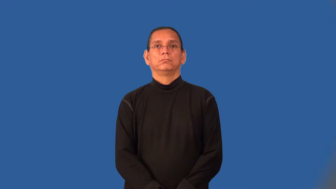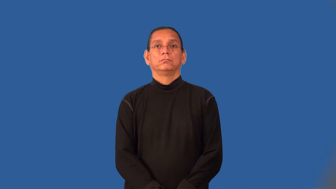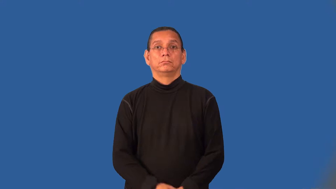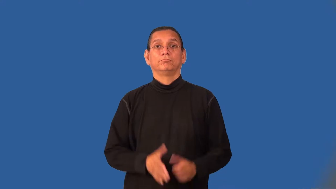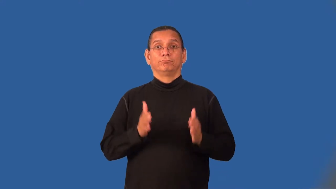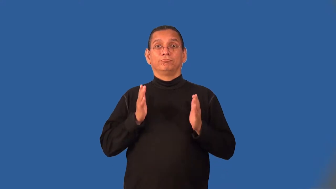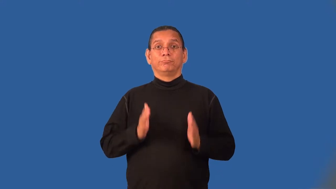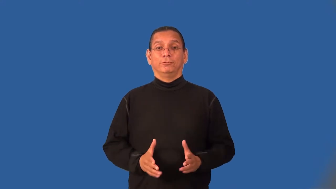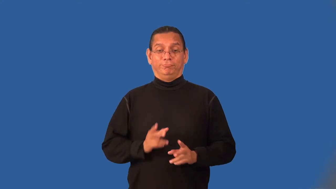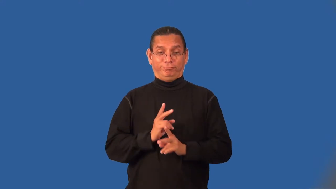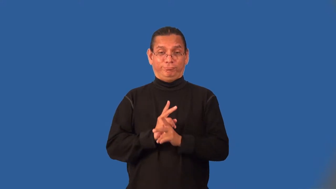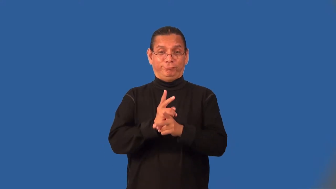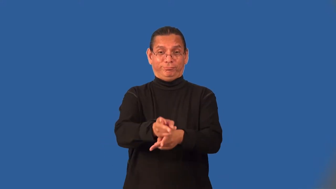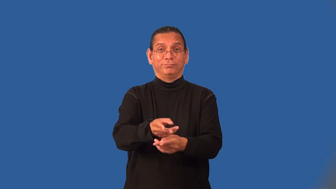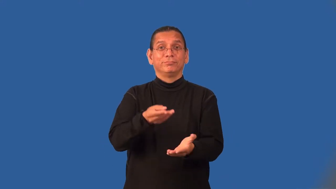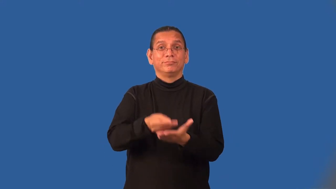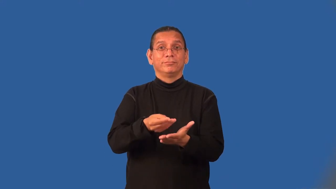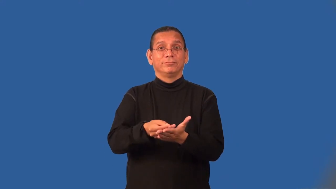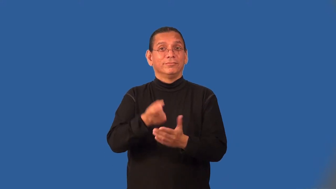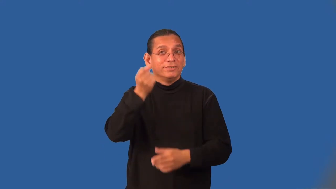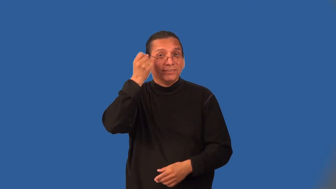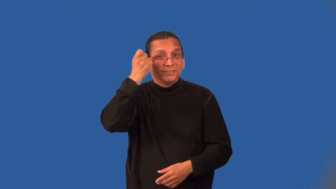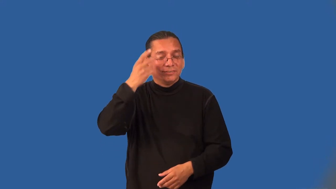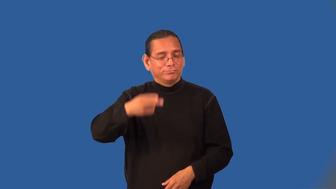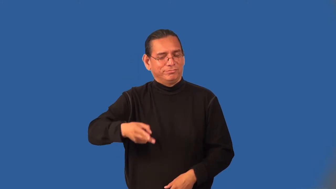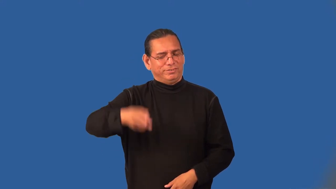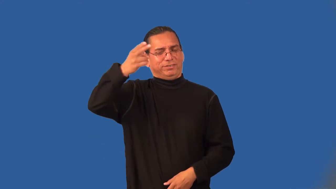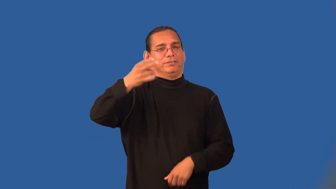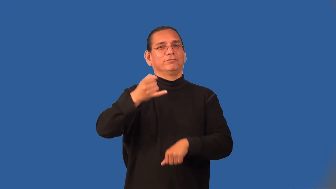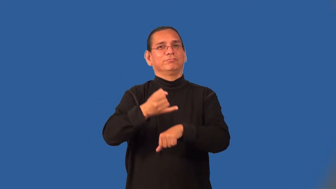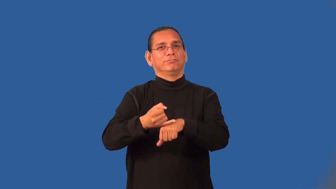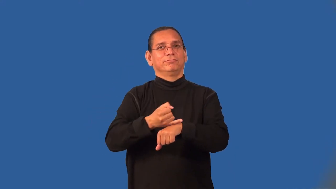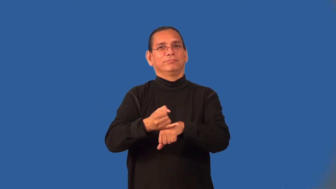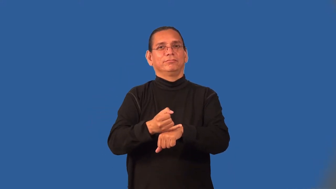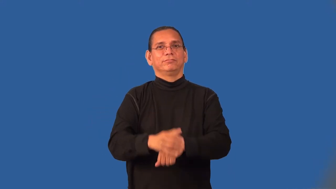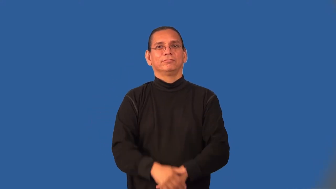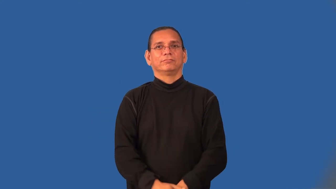moneylender